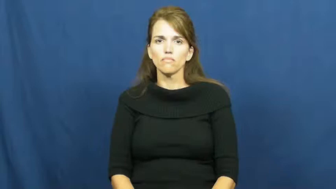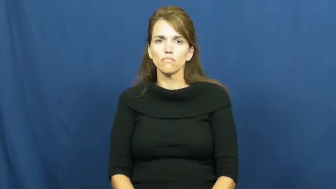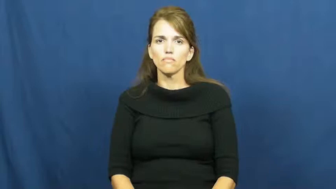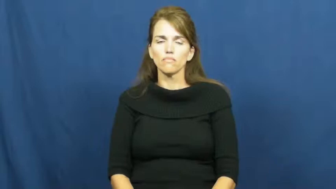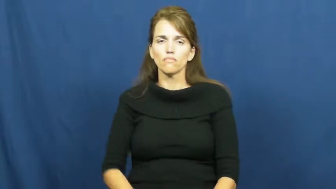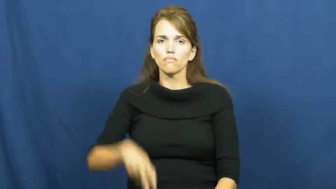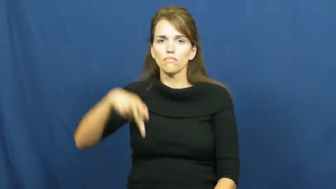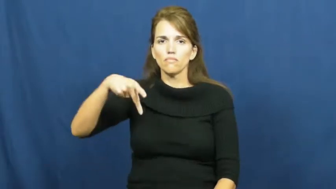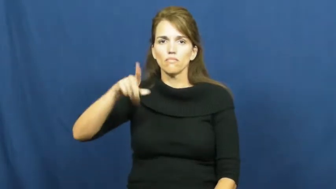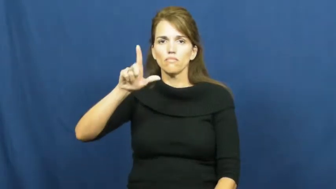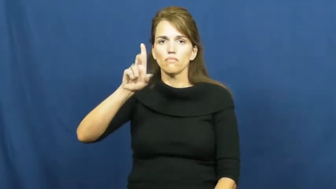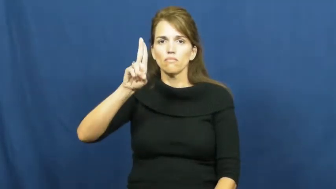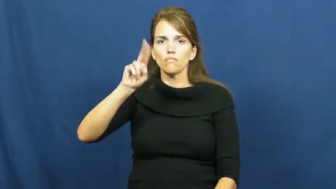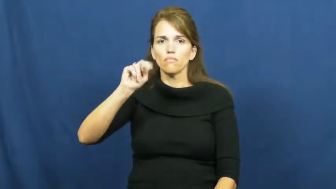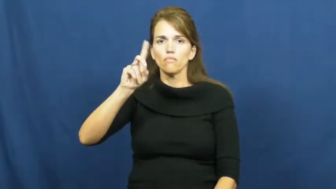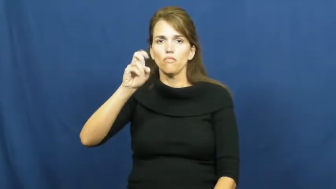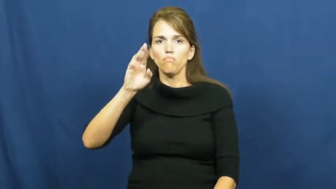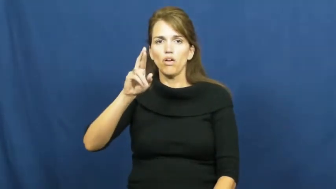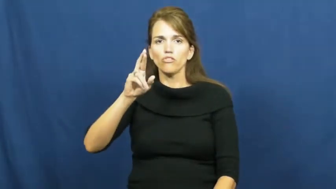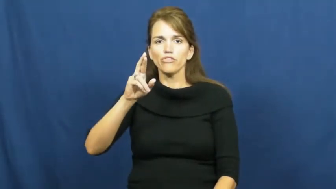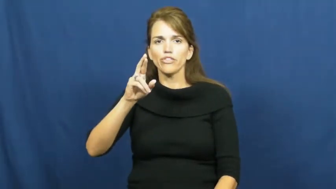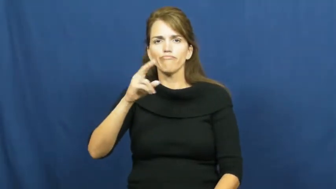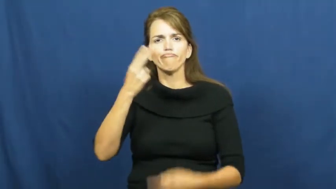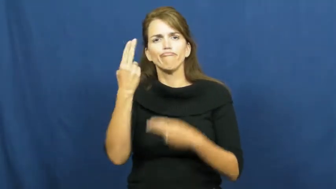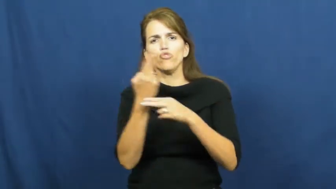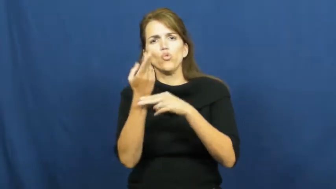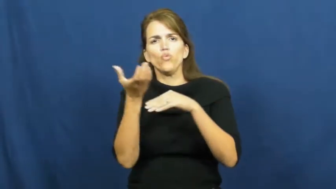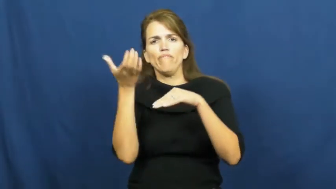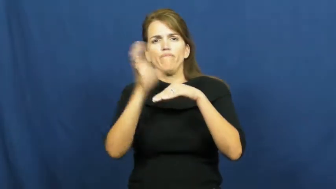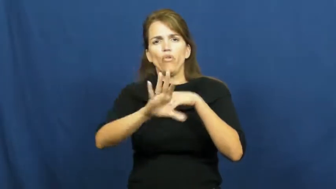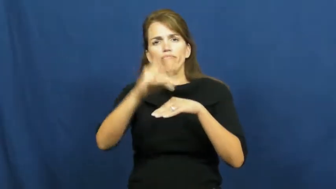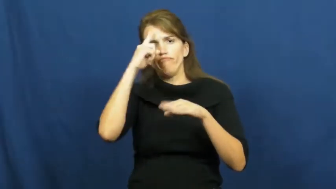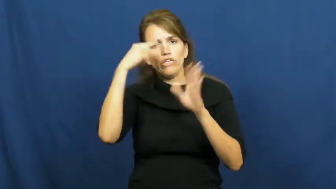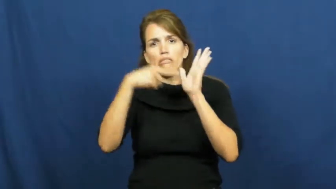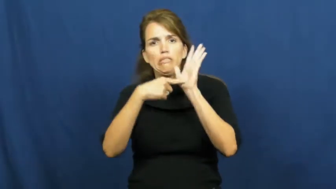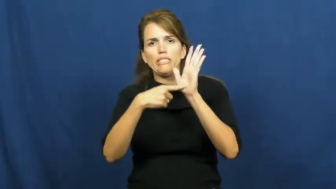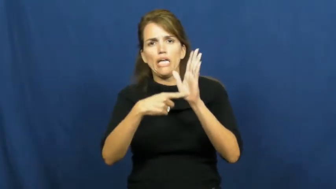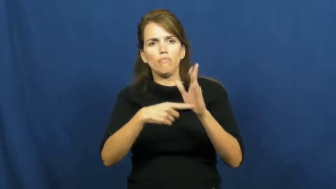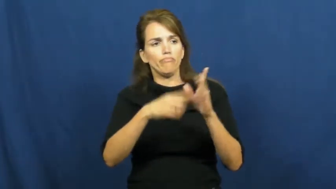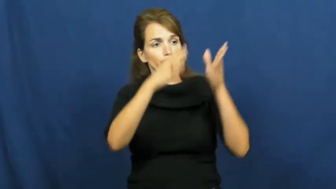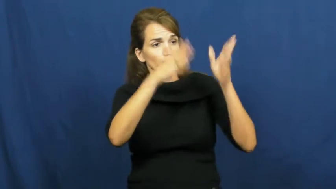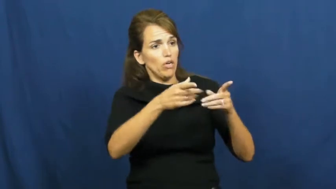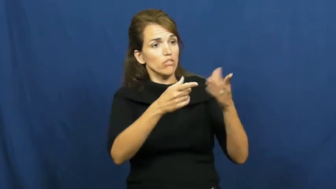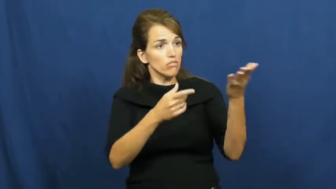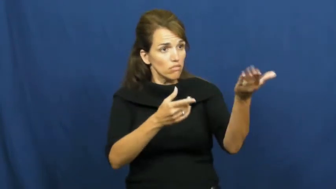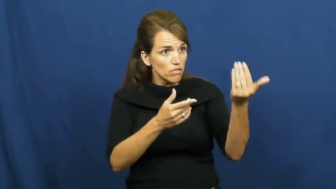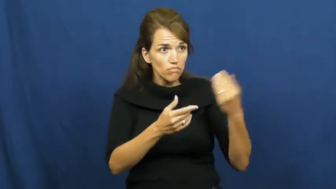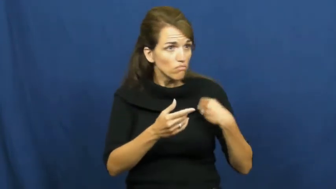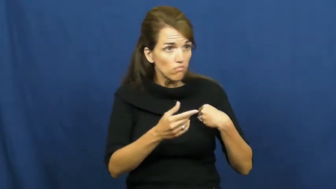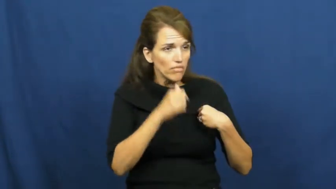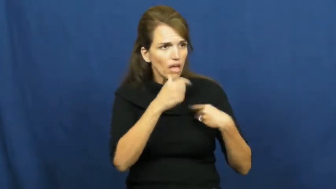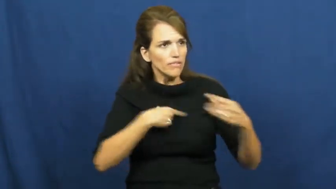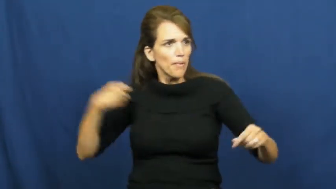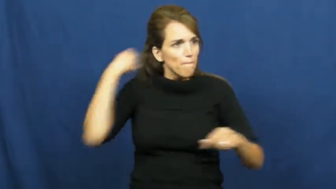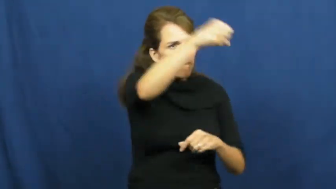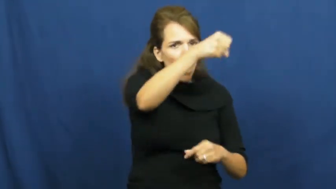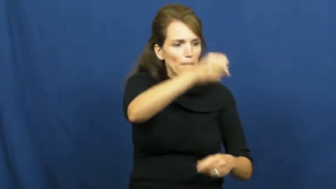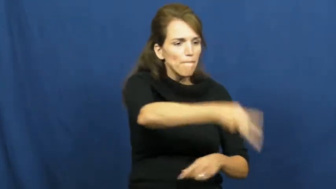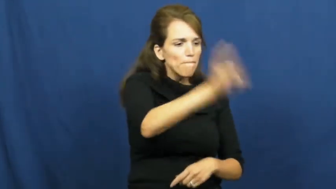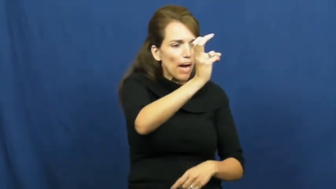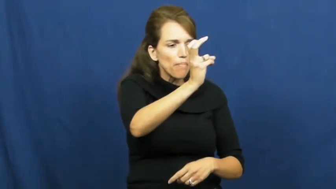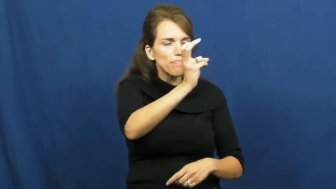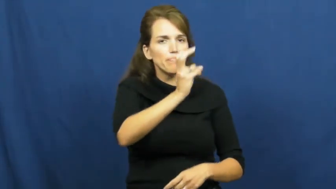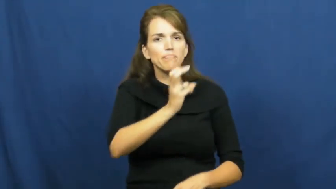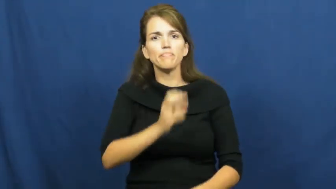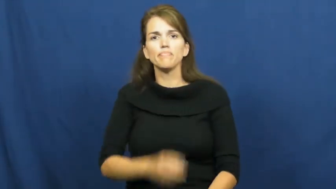plunder